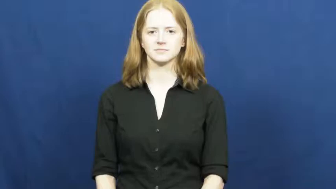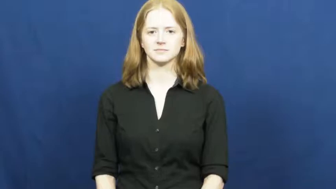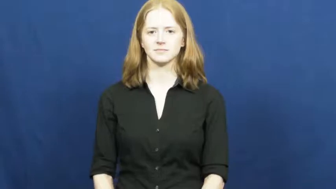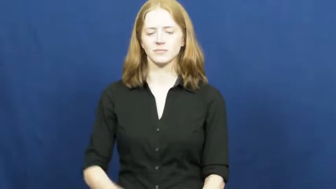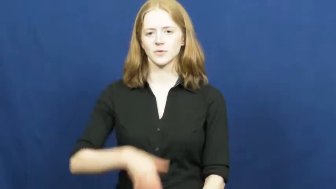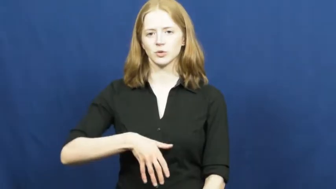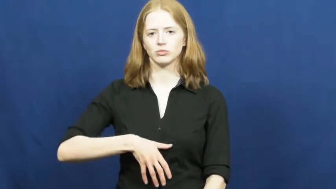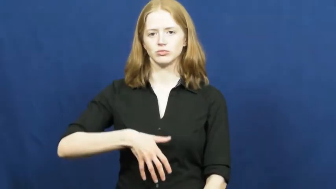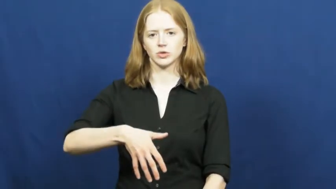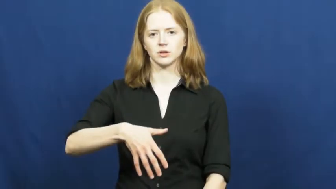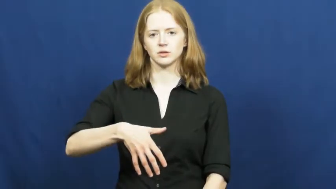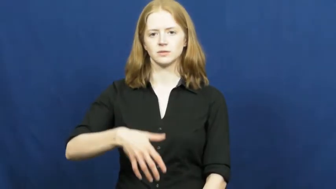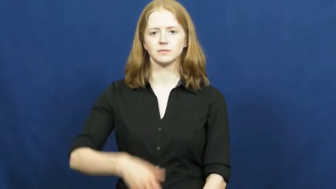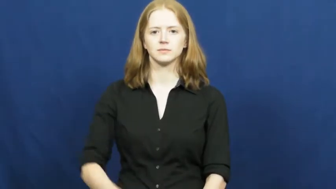pregnant,expecting,gravida